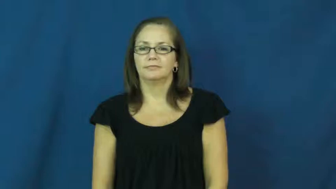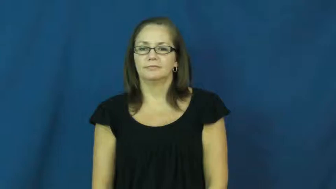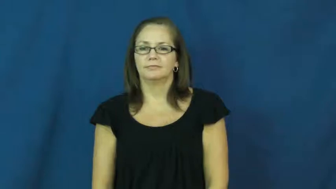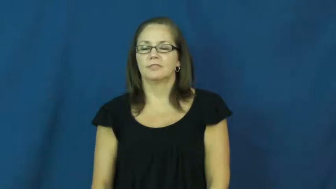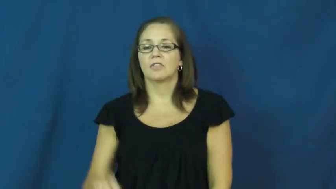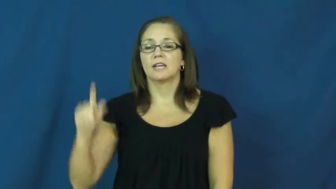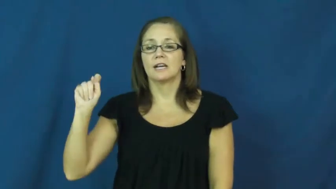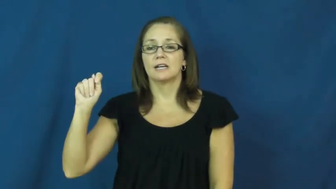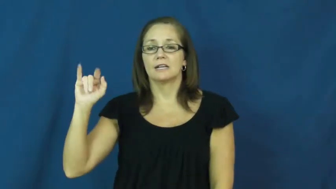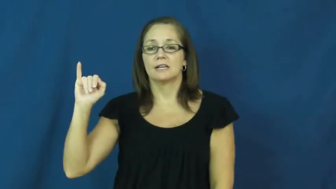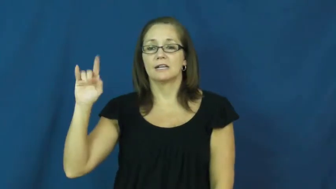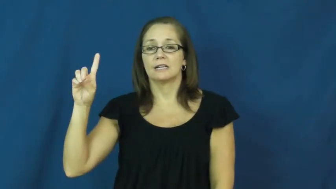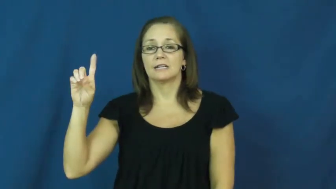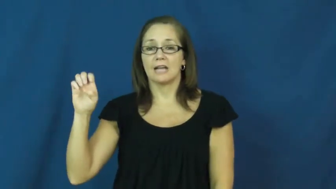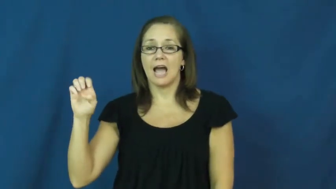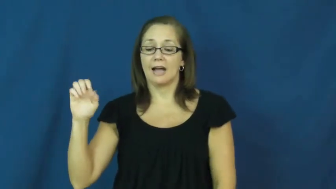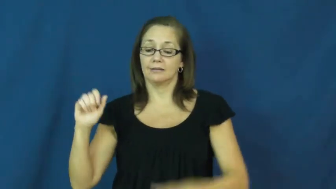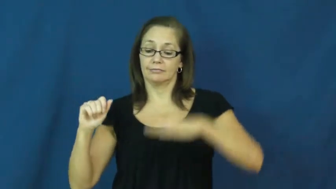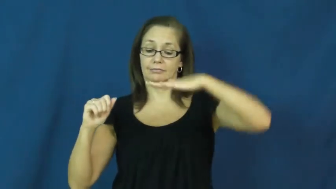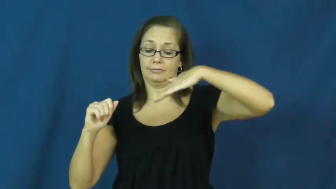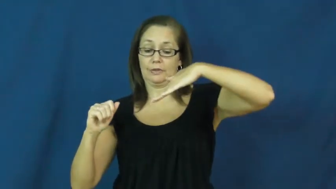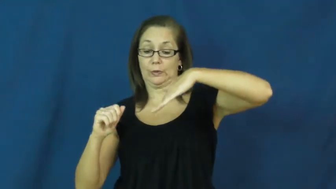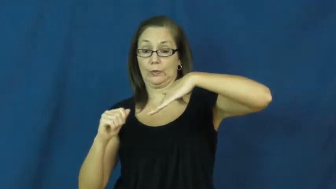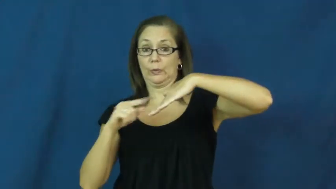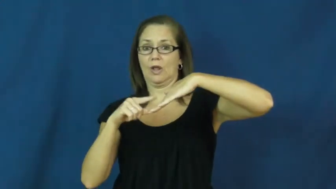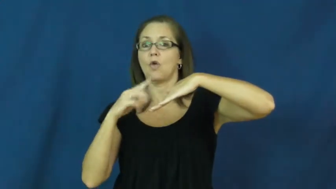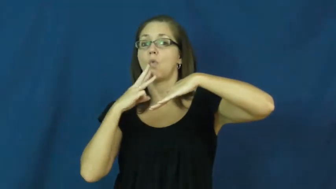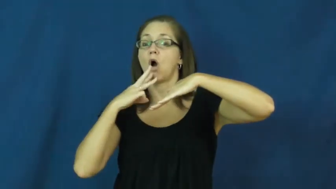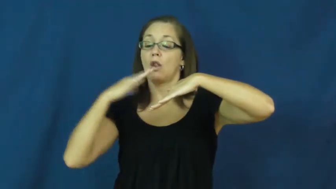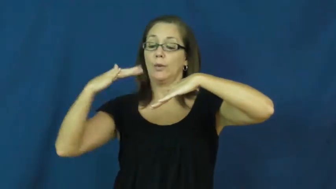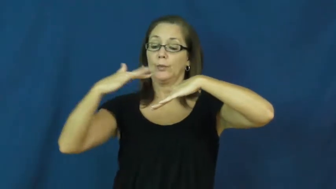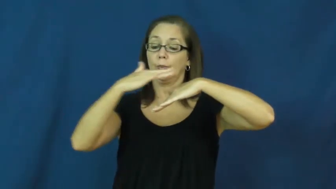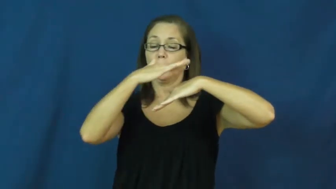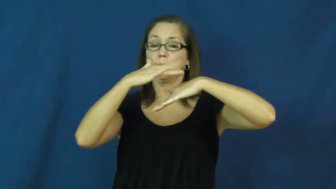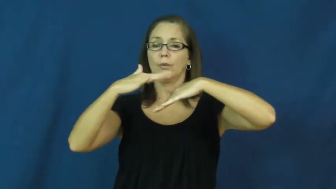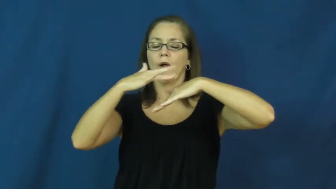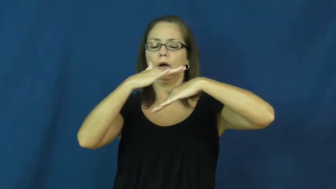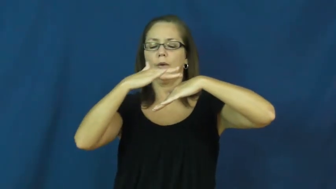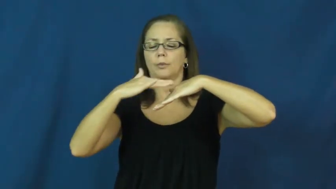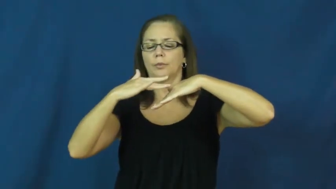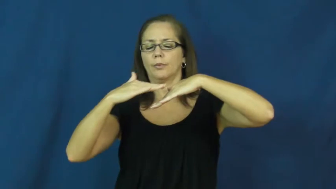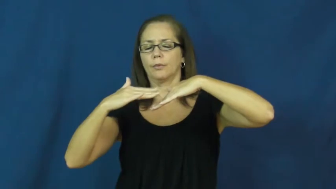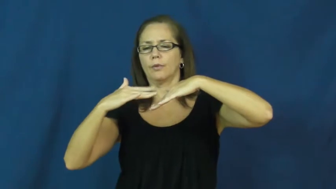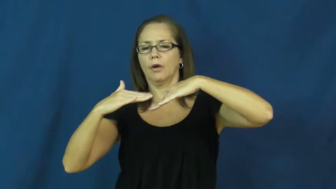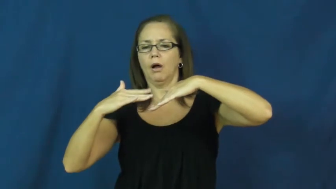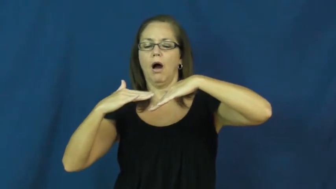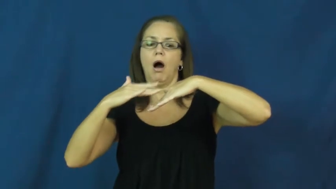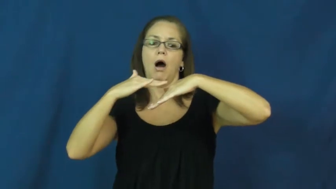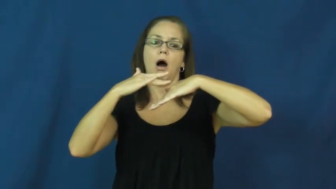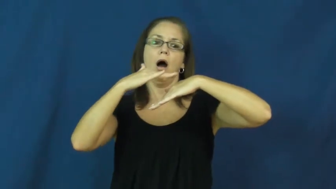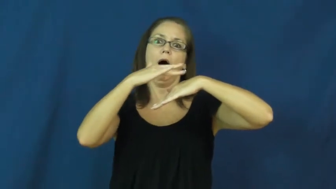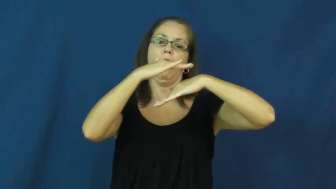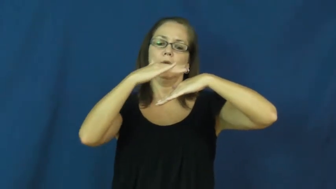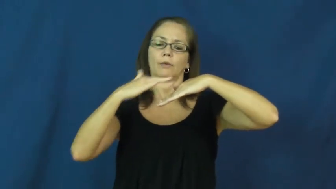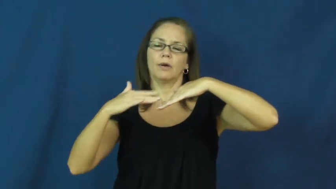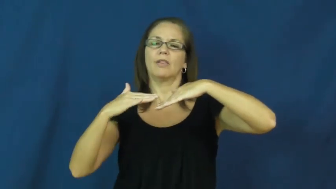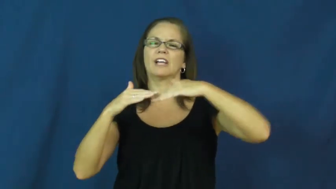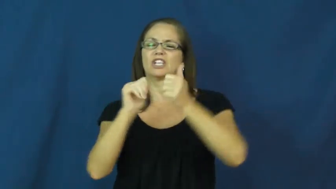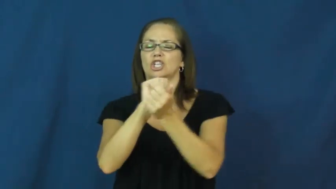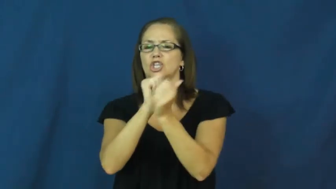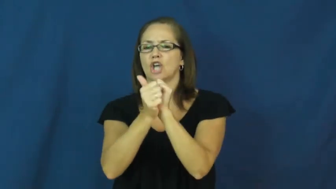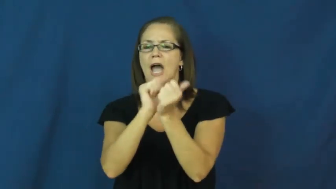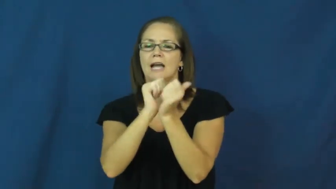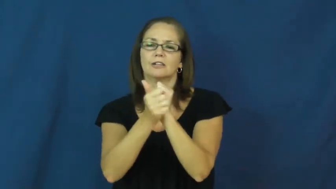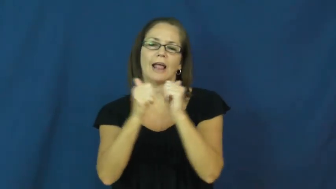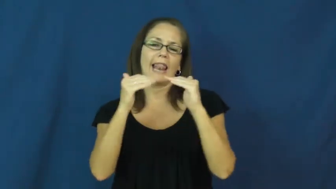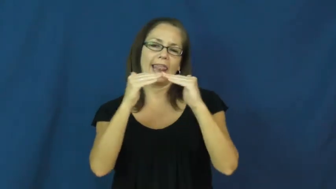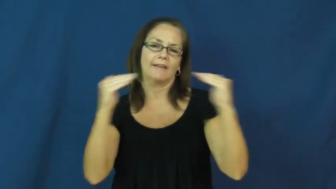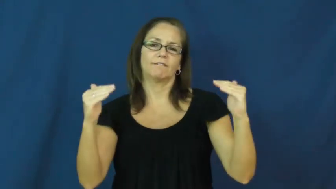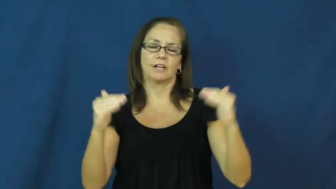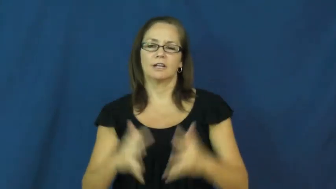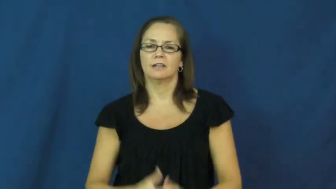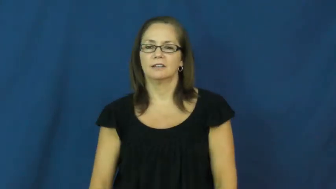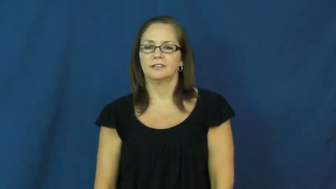tide